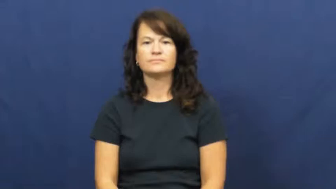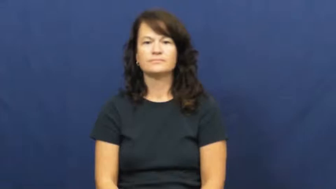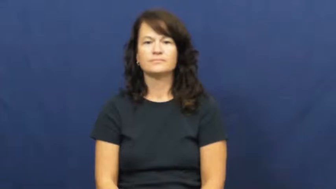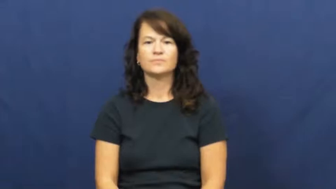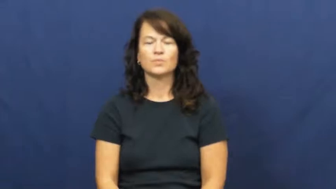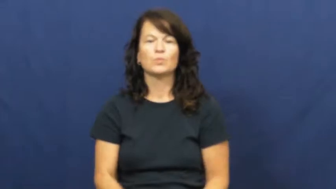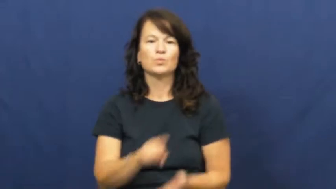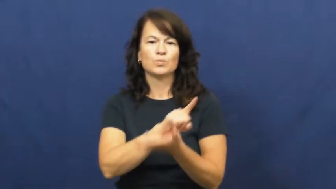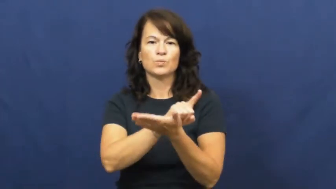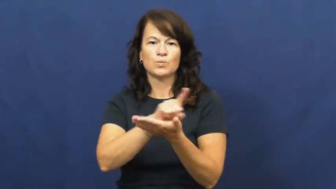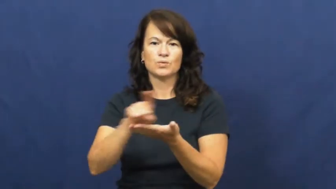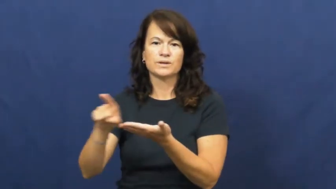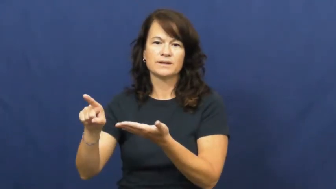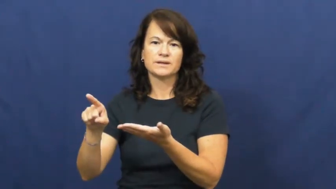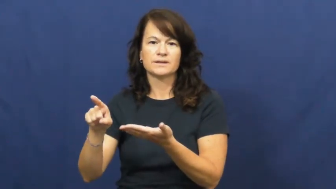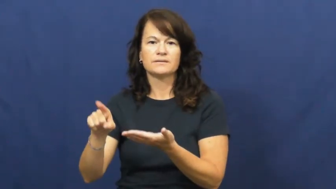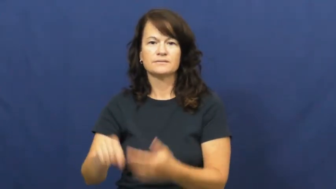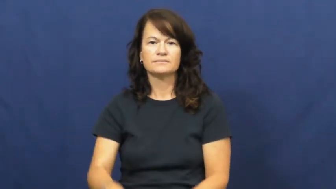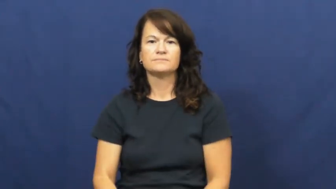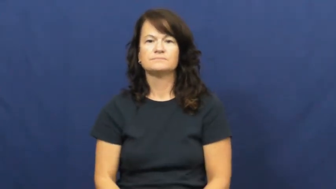week